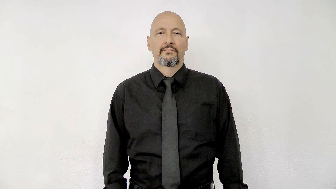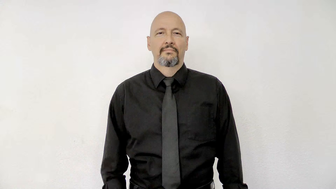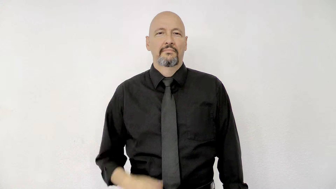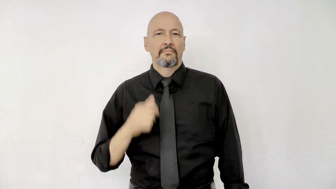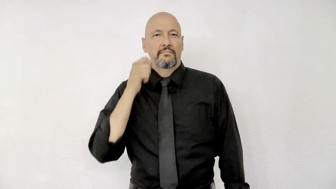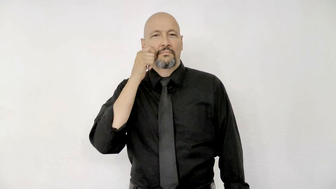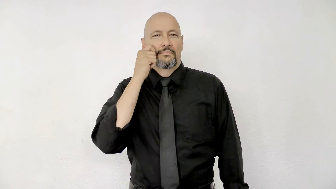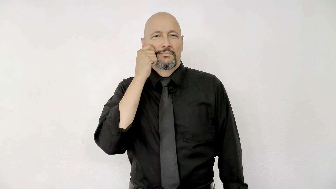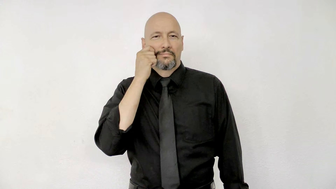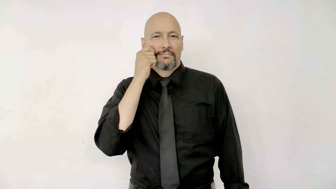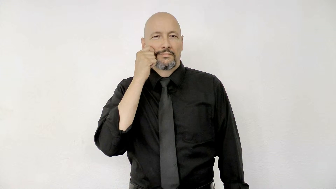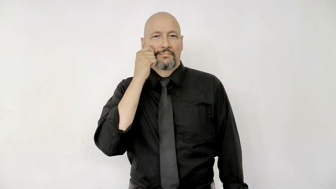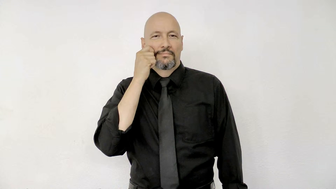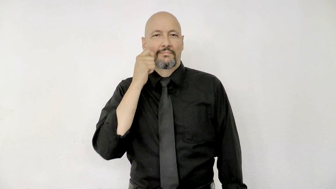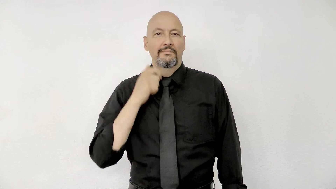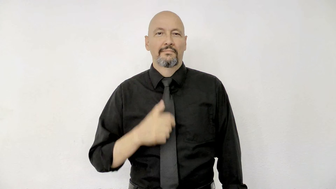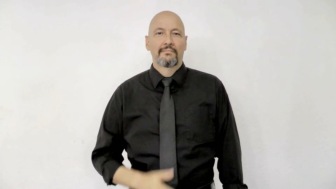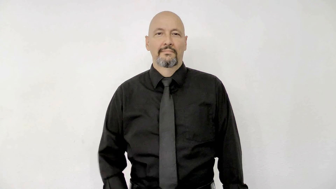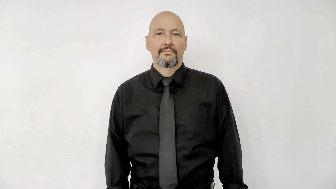SKIN (race skin color)